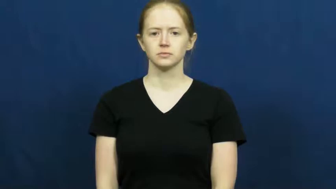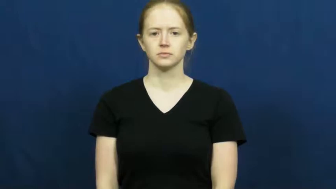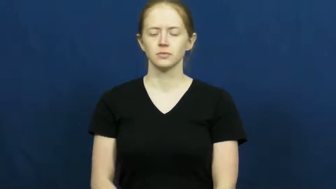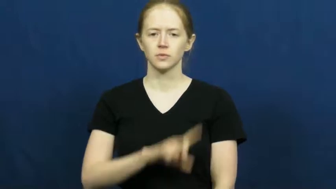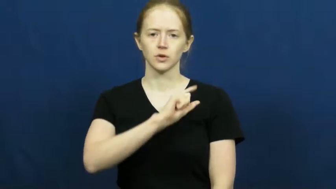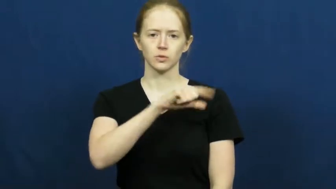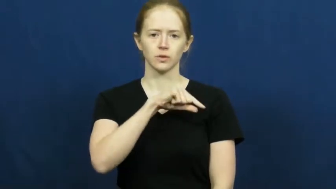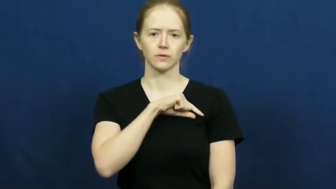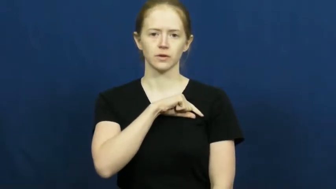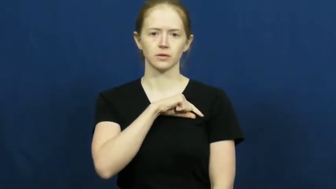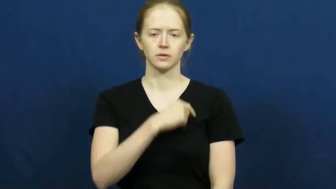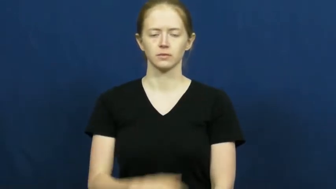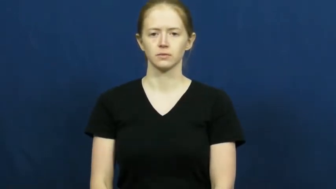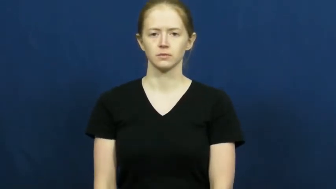qualify-eligible